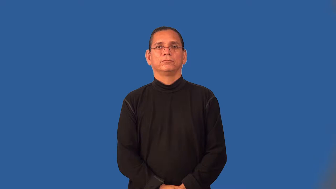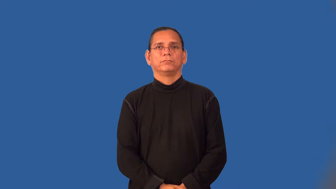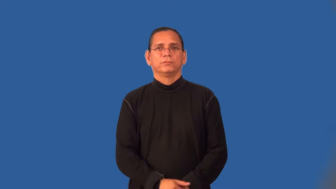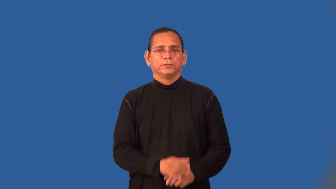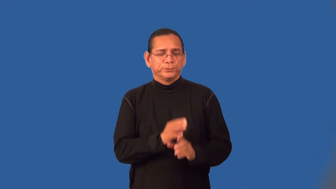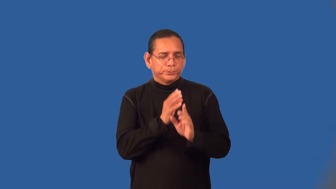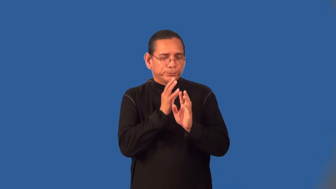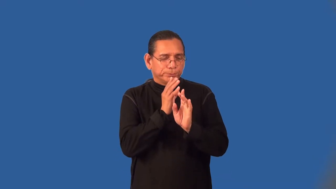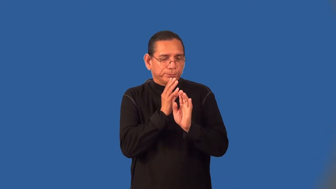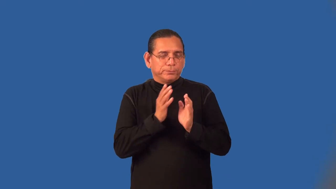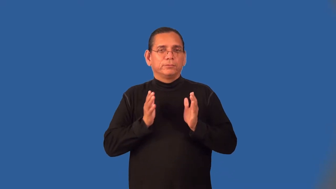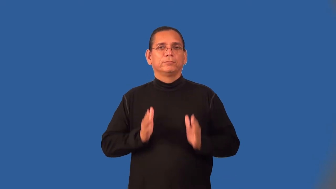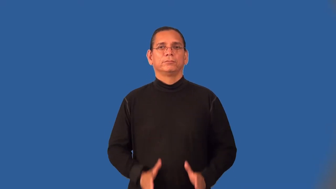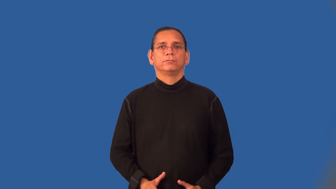whisperer